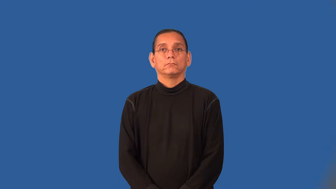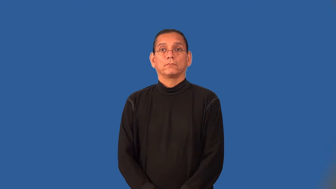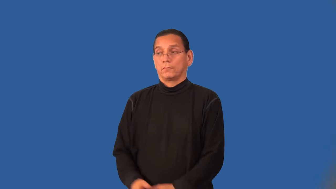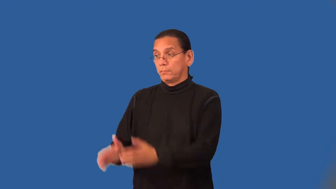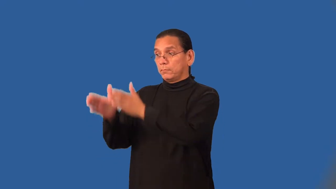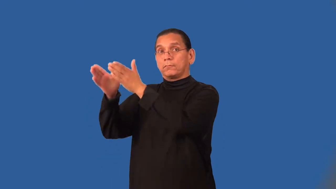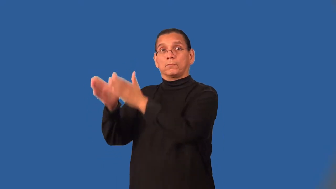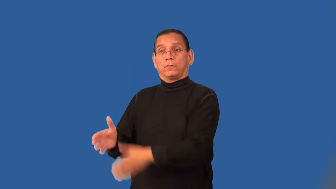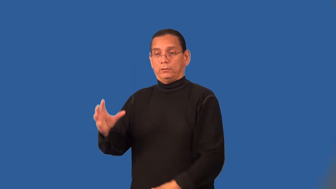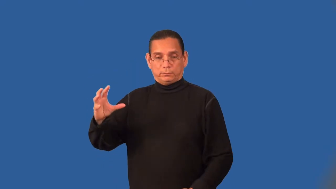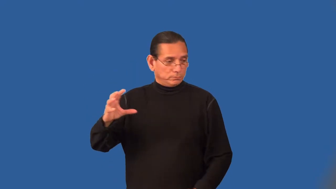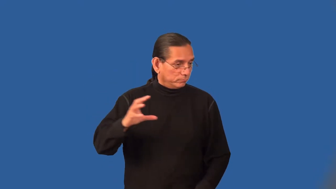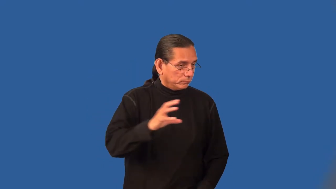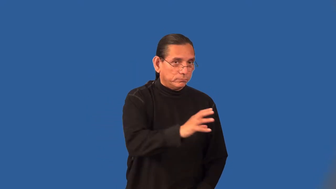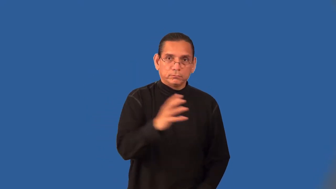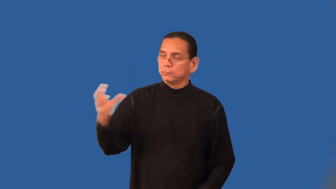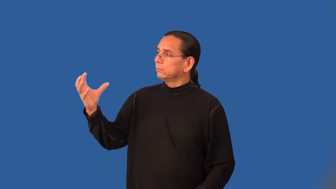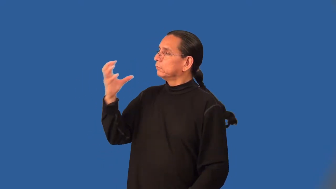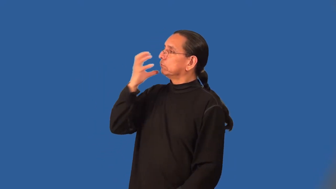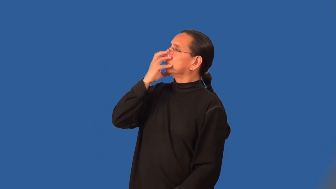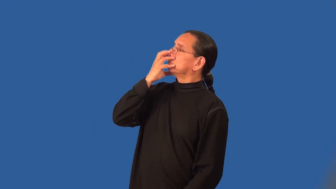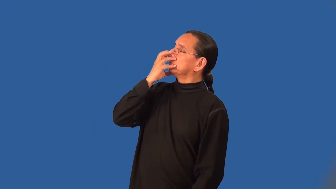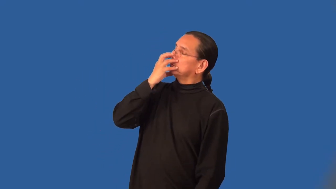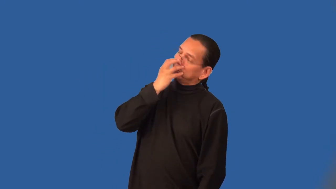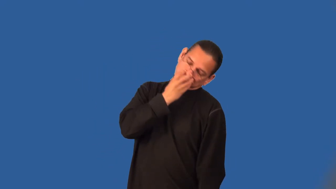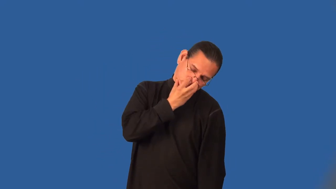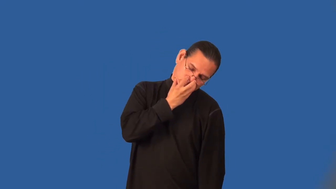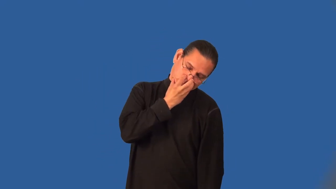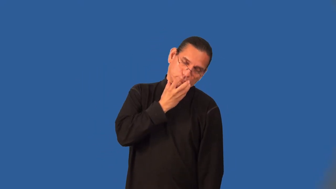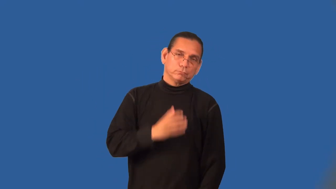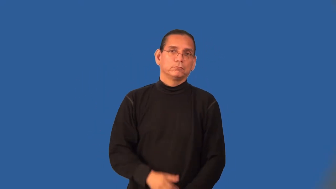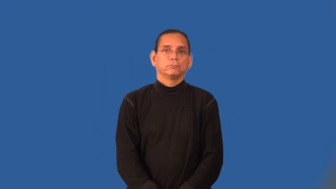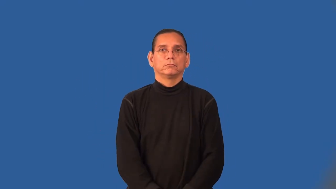anesthetist